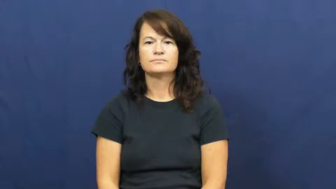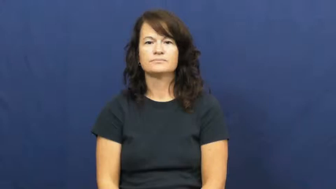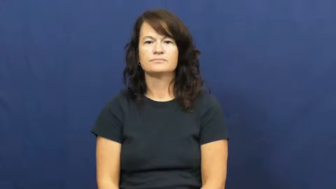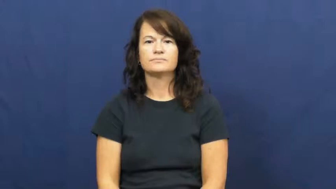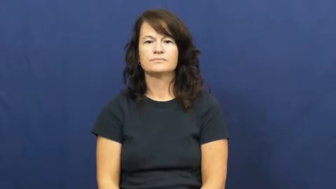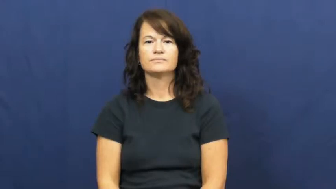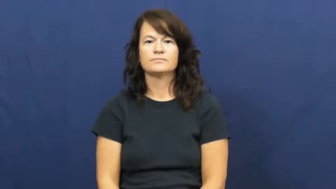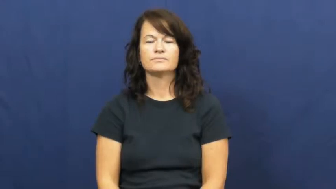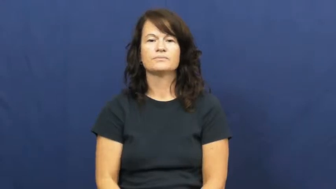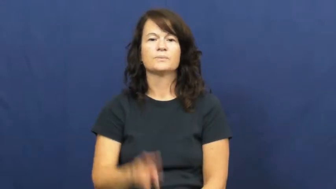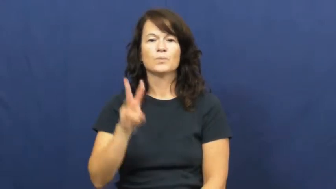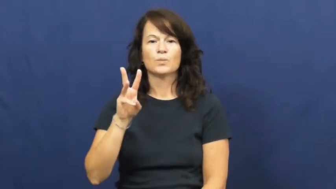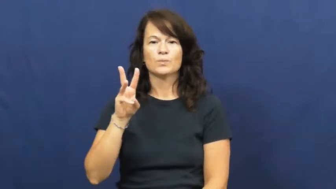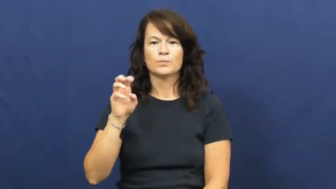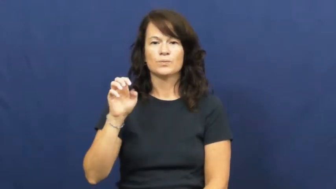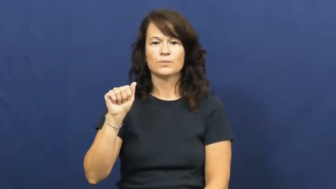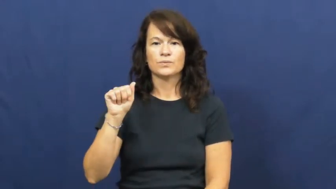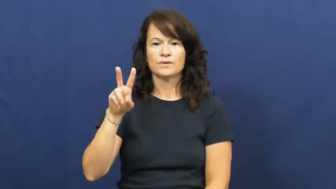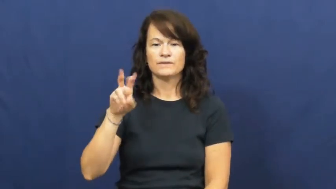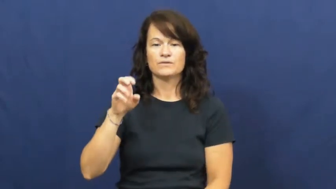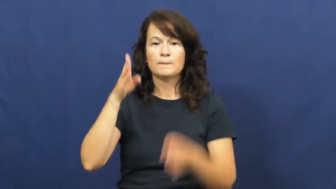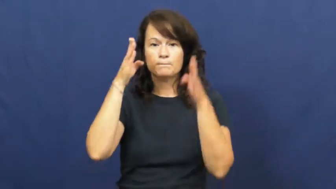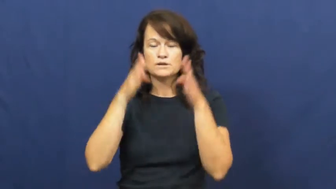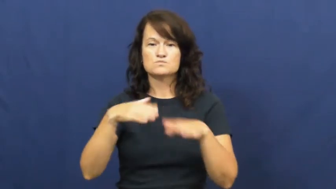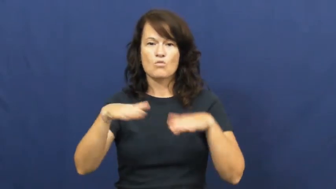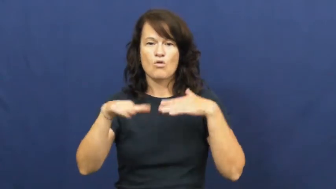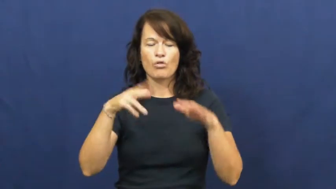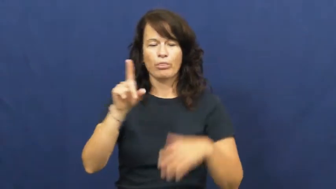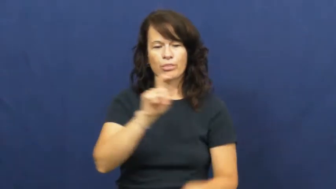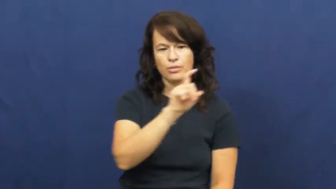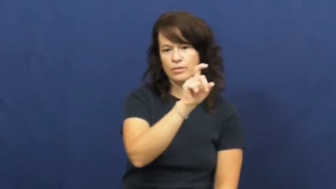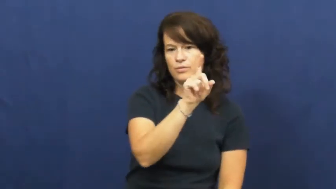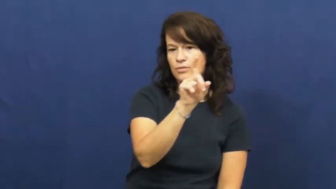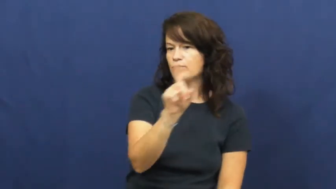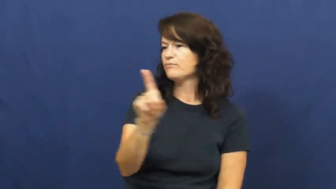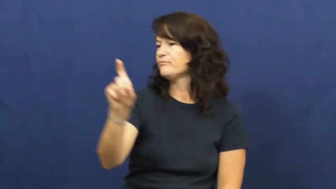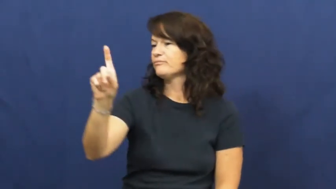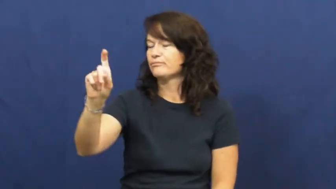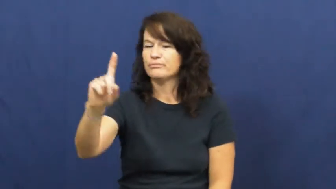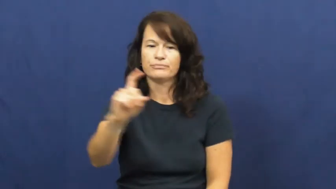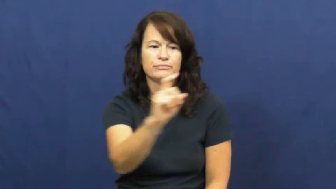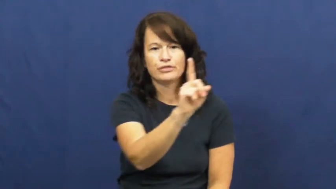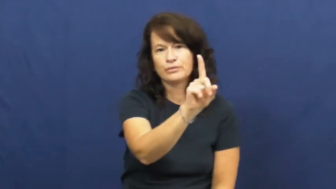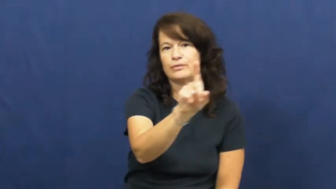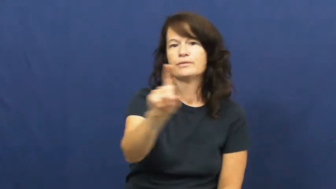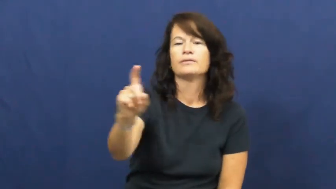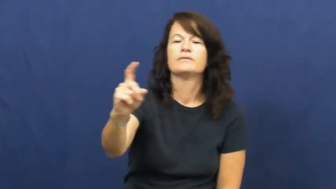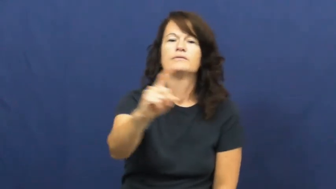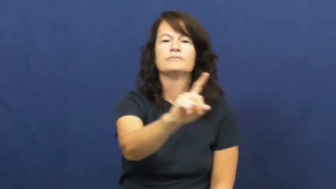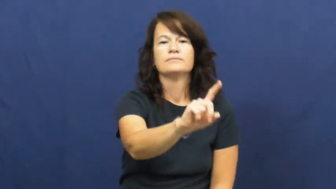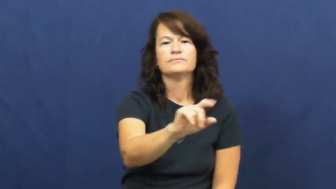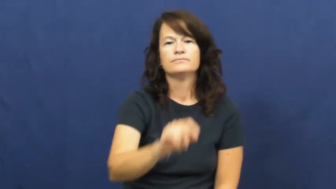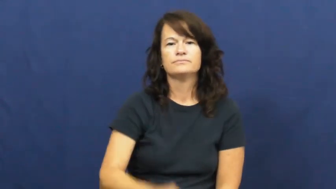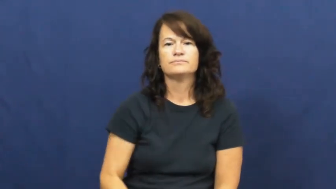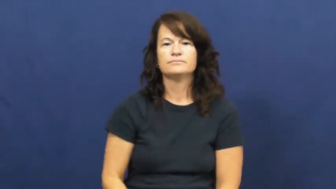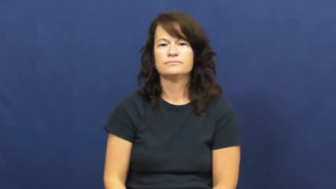weave,weave around,weave about-move